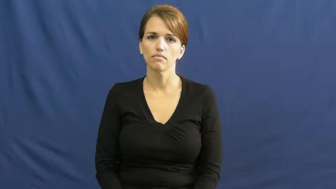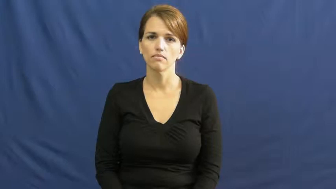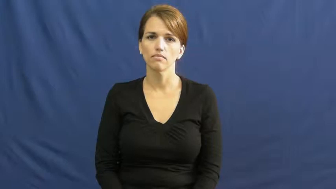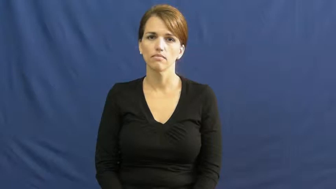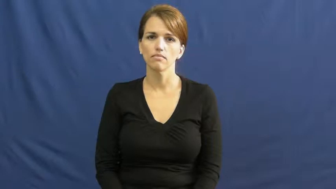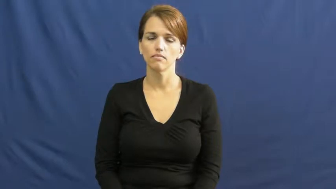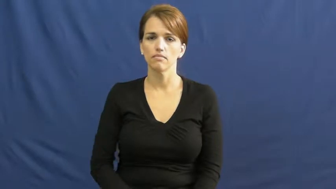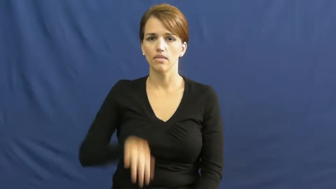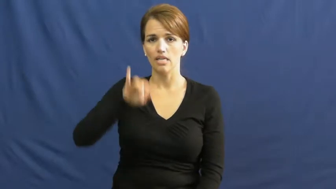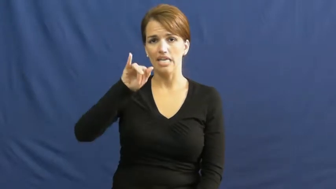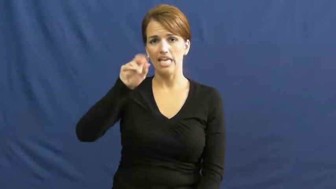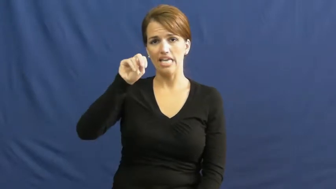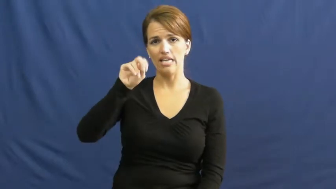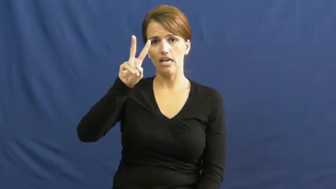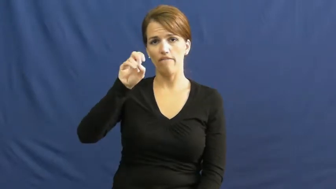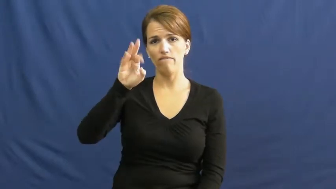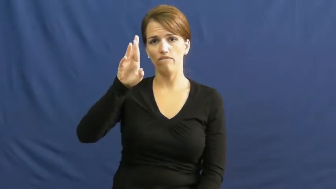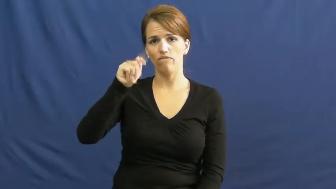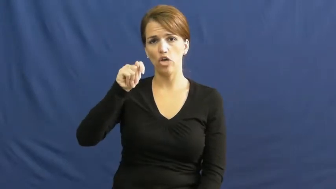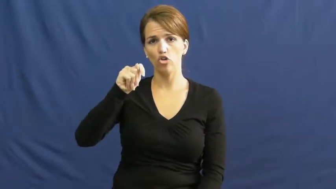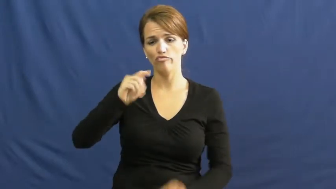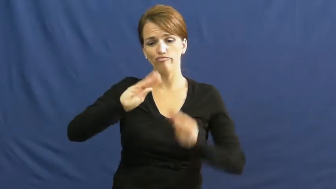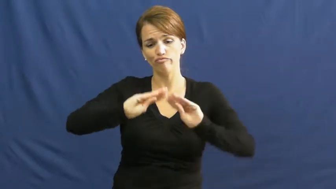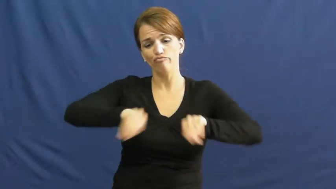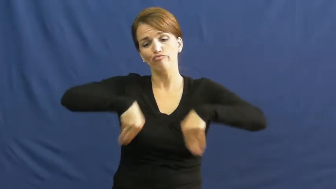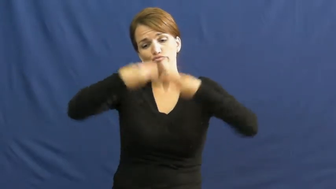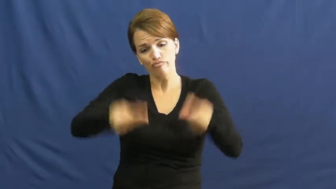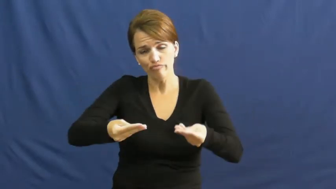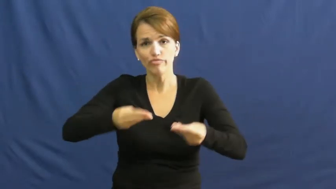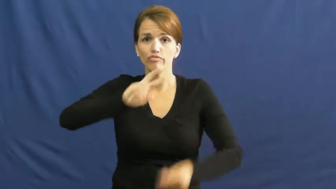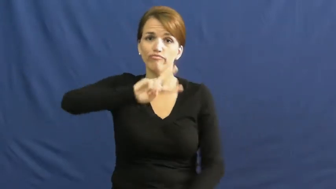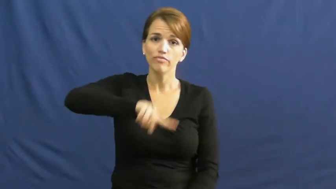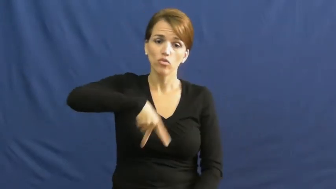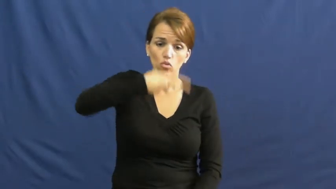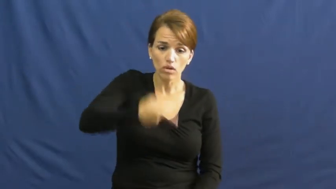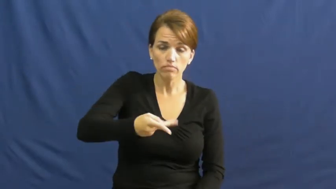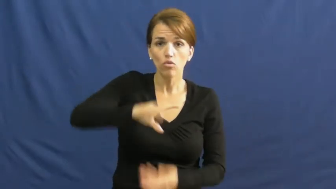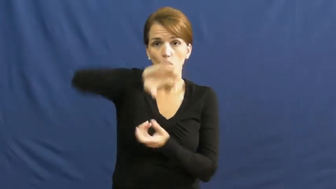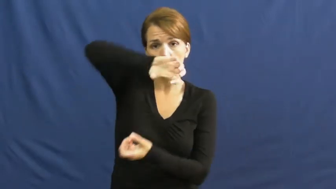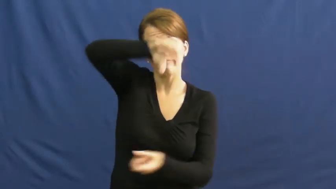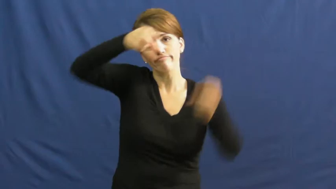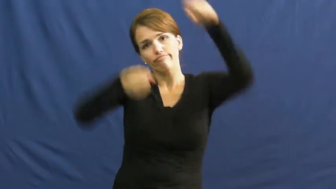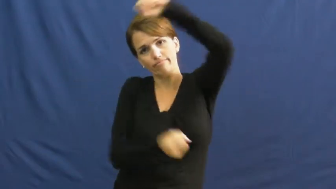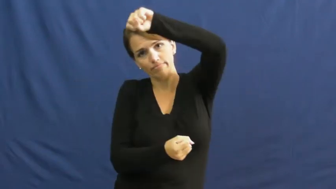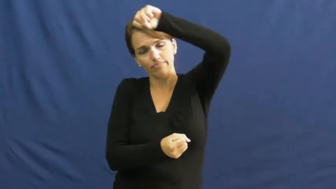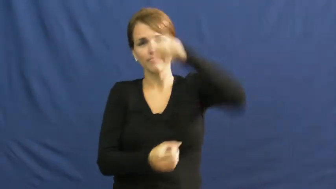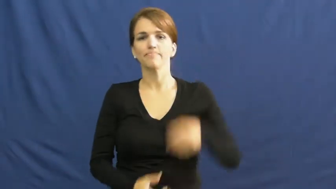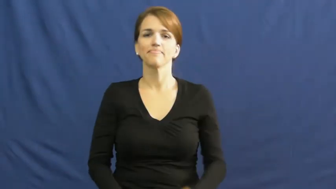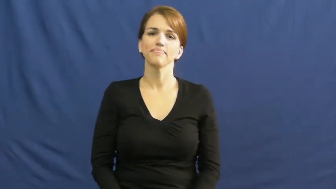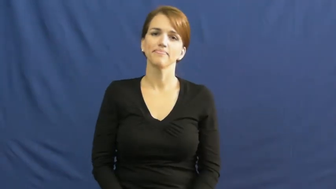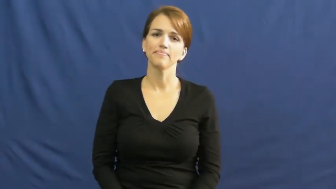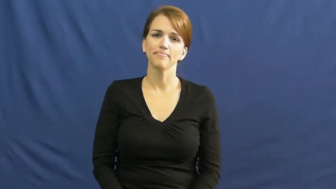invert